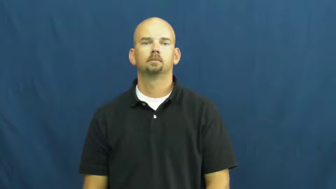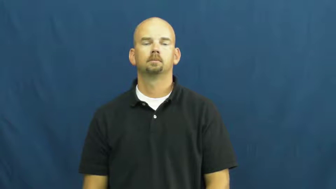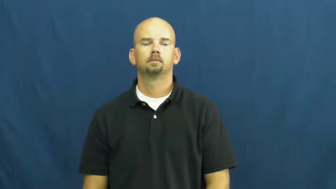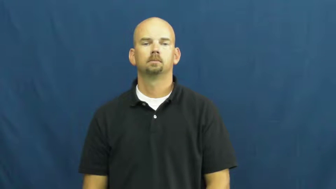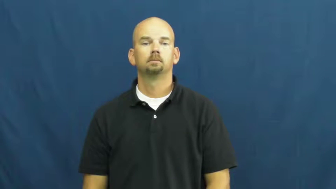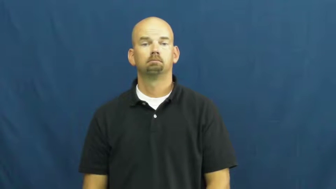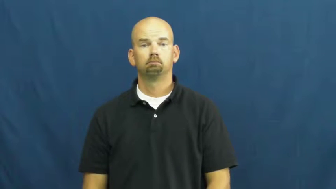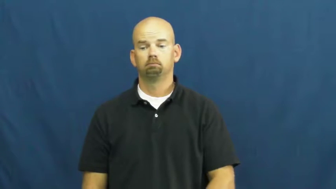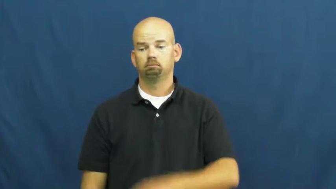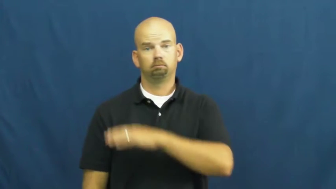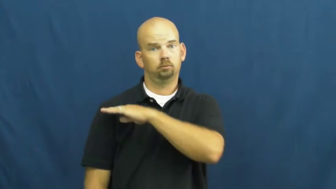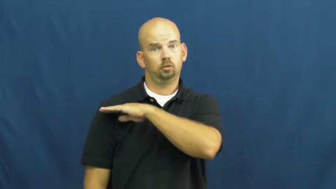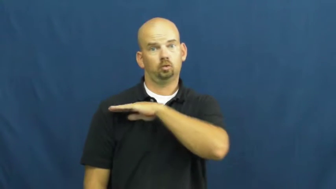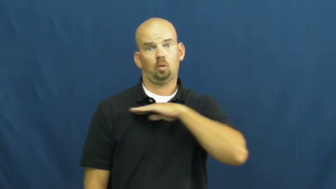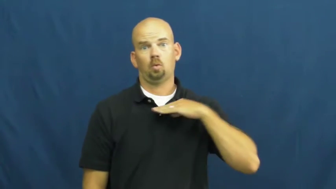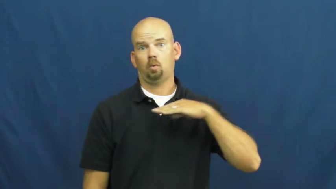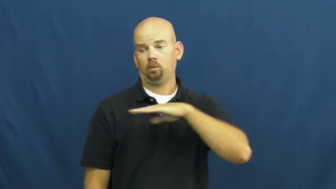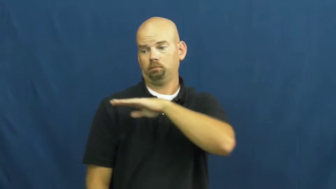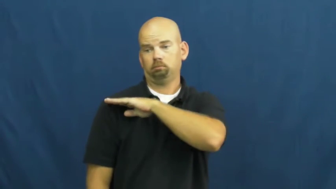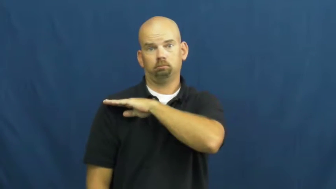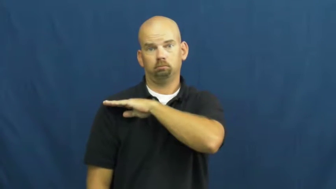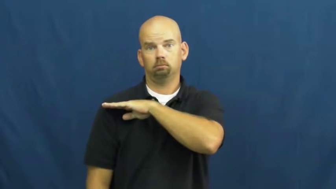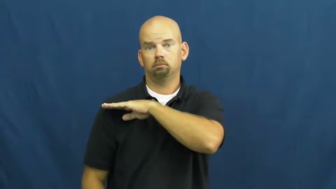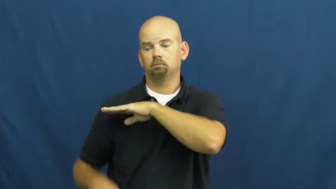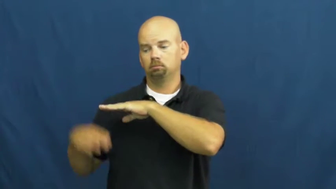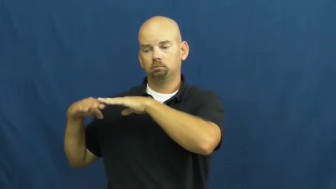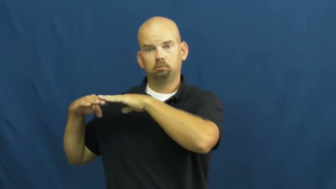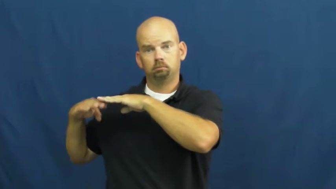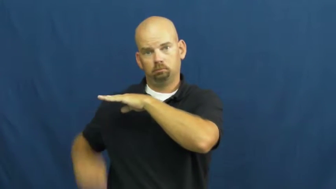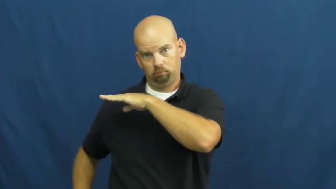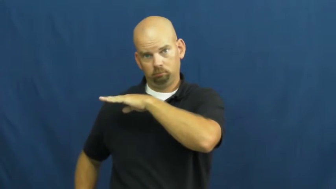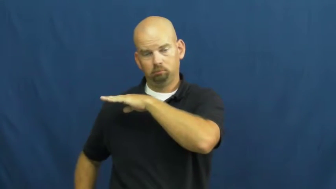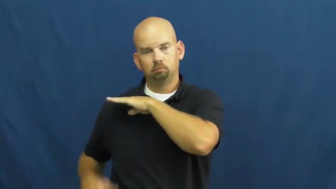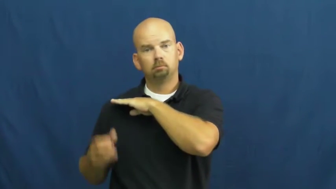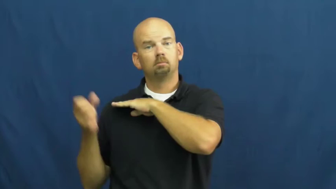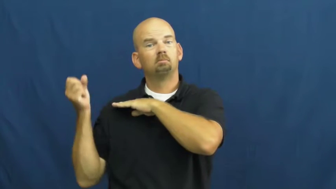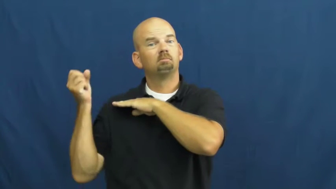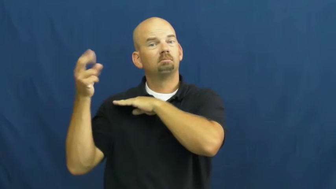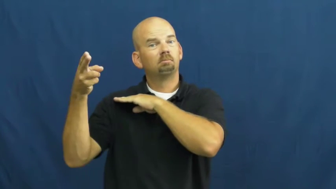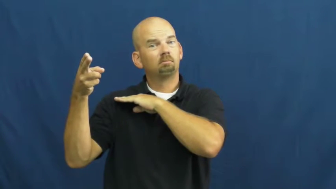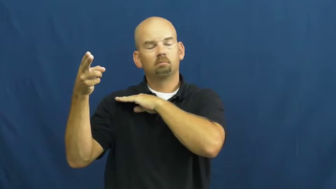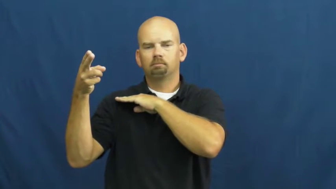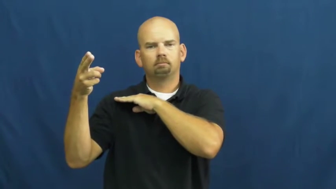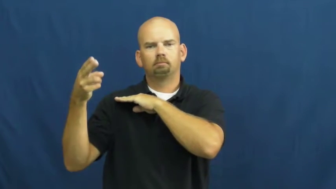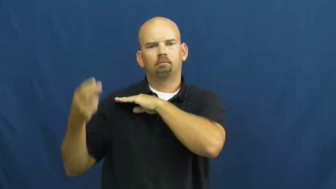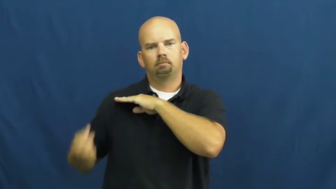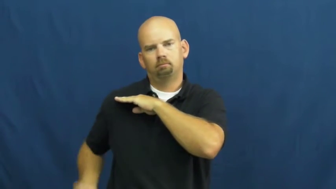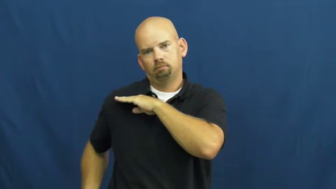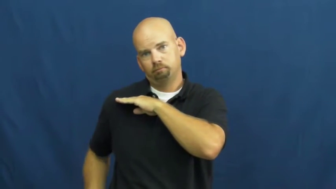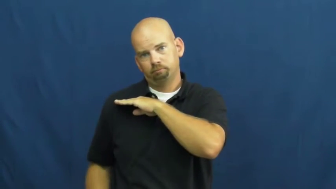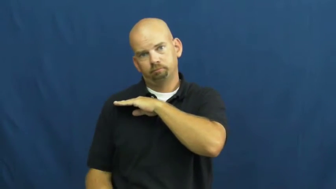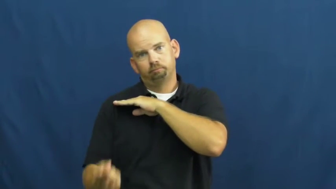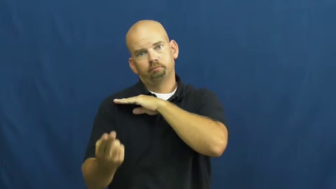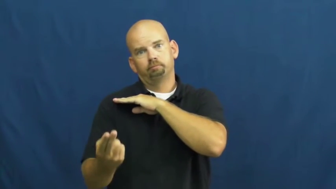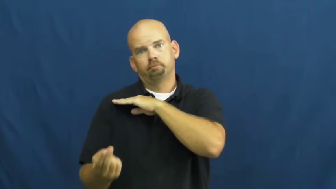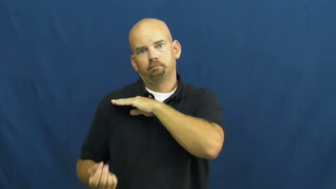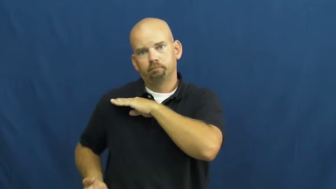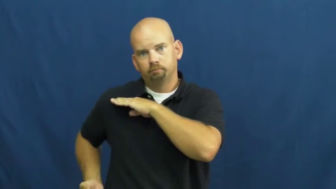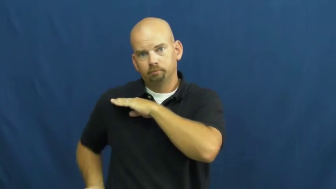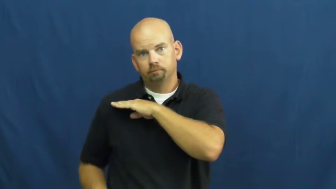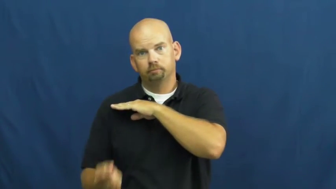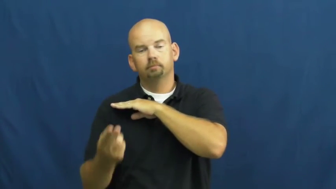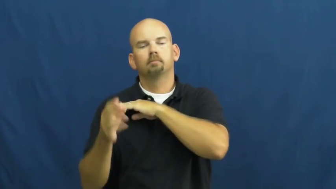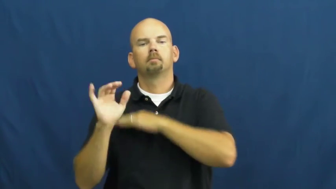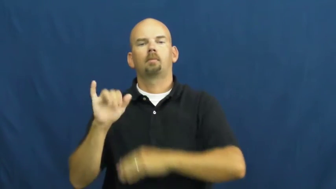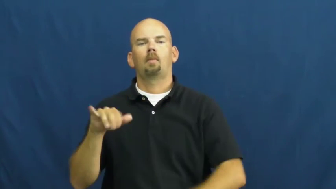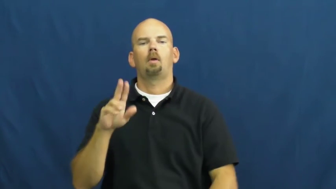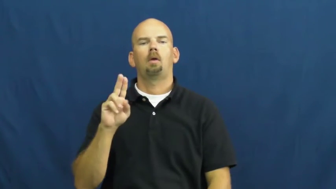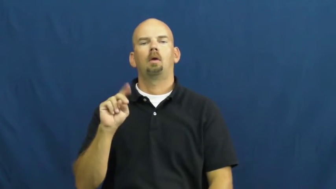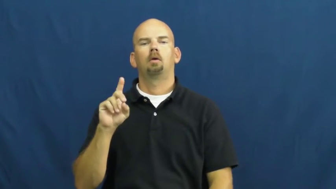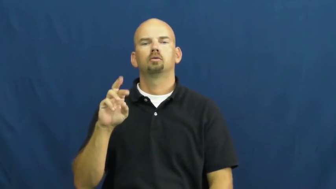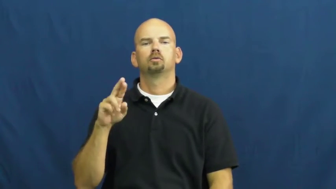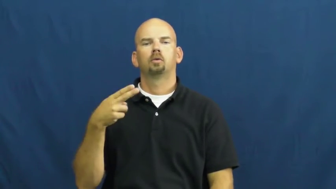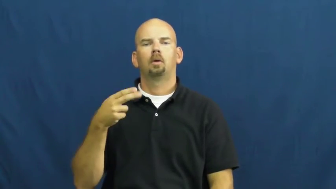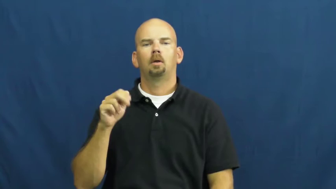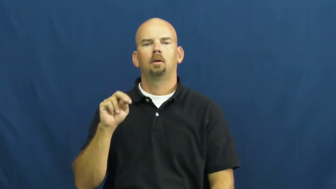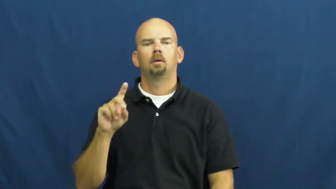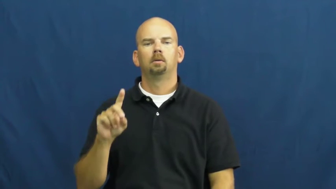underhand